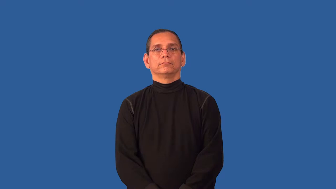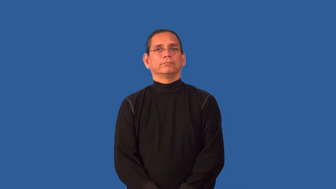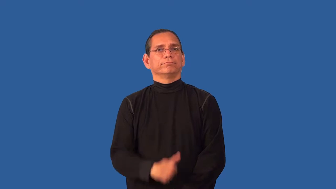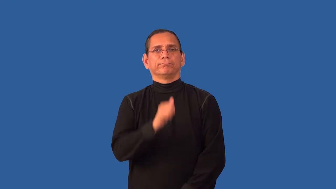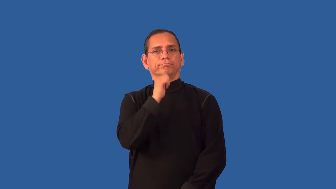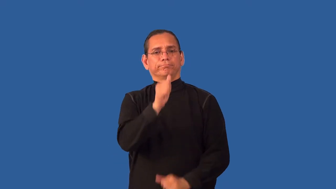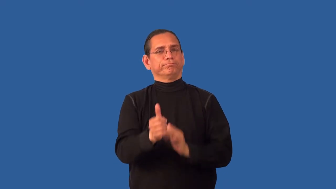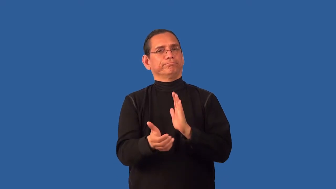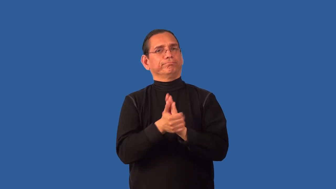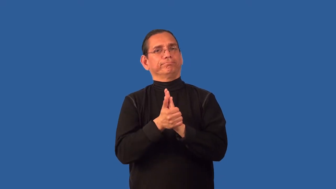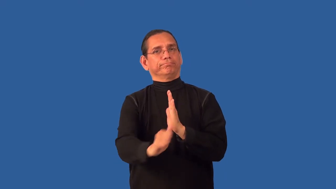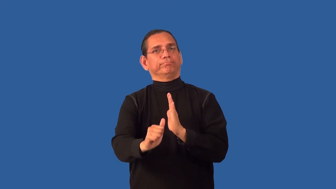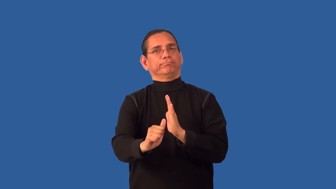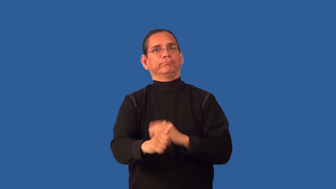unversed